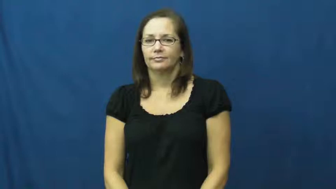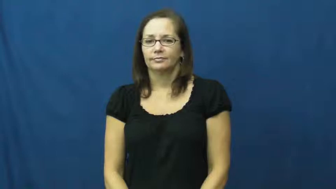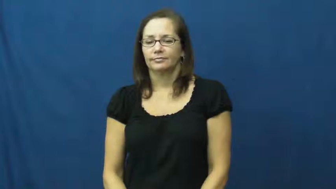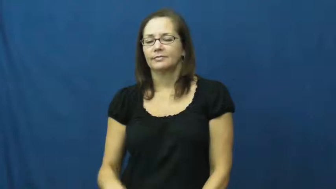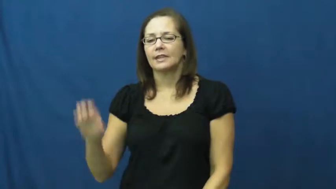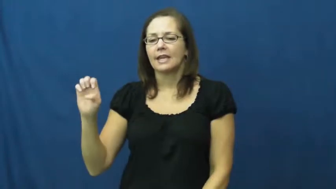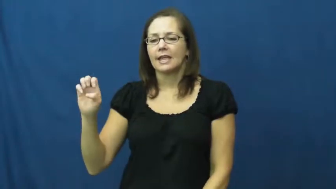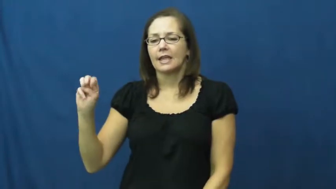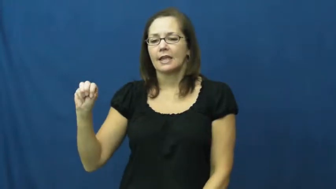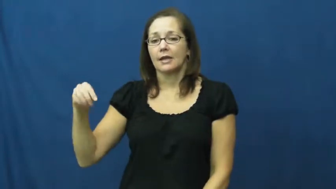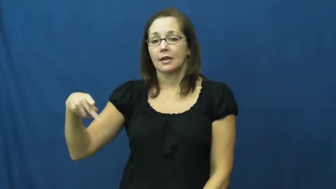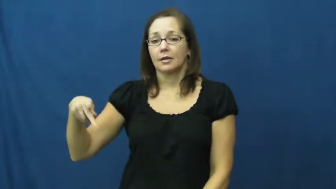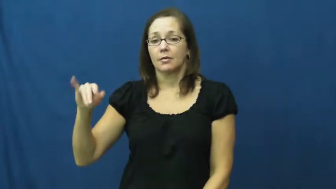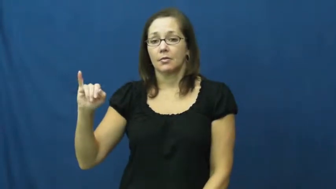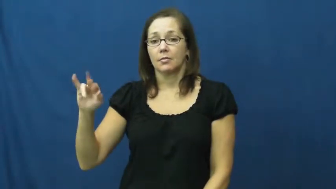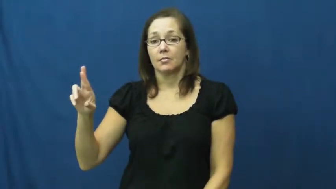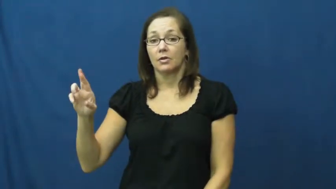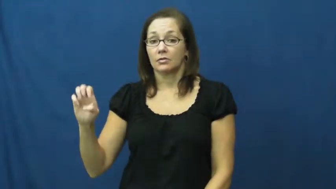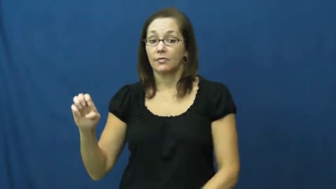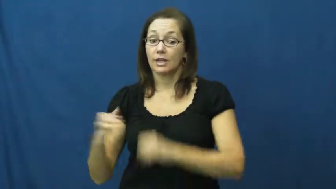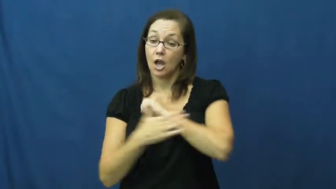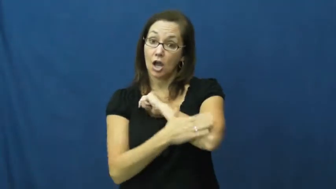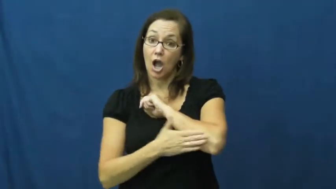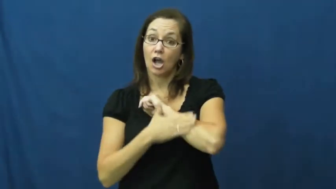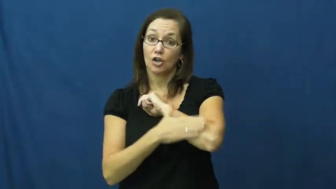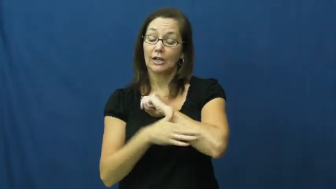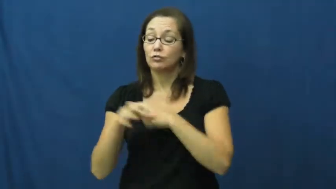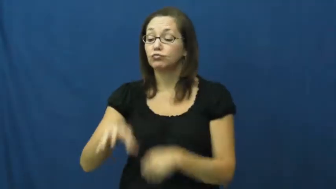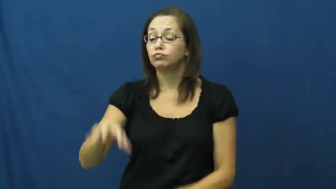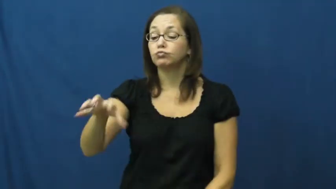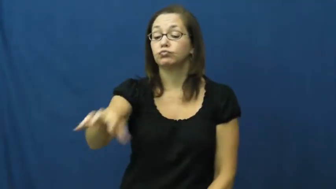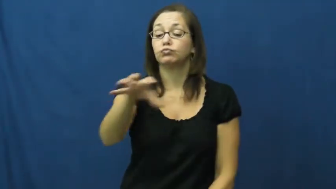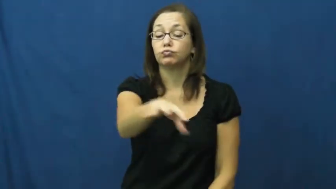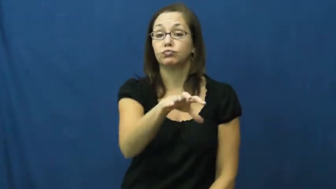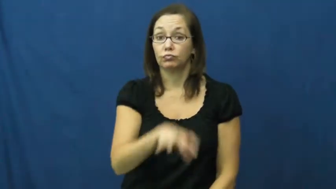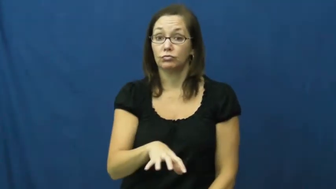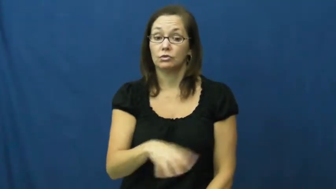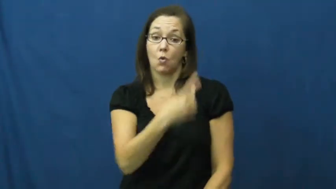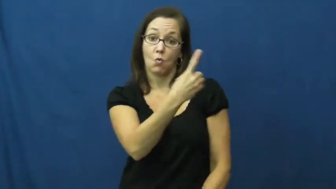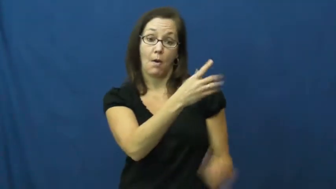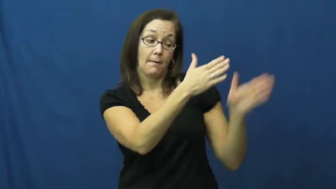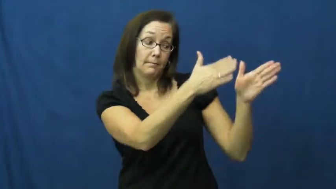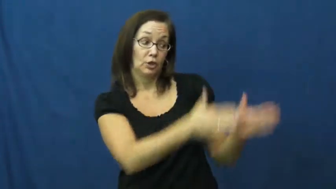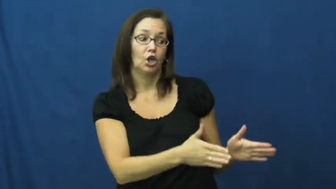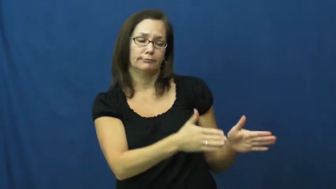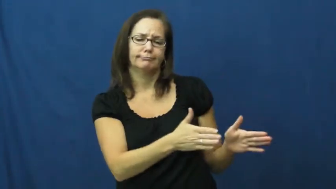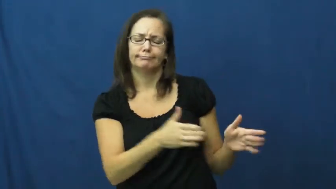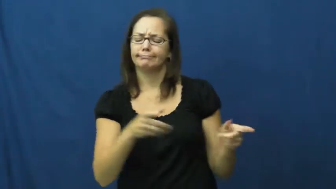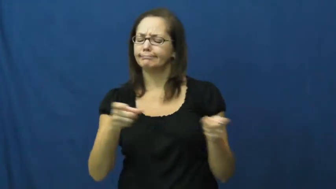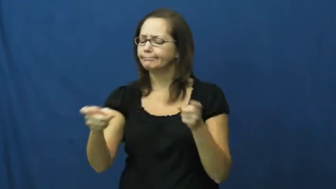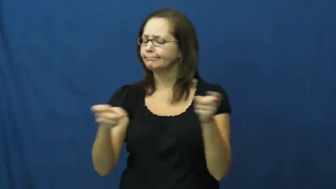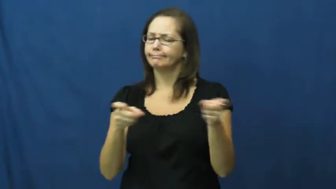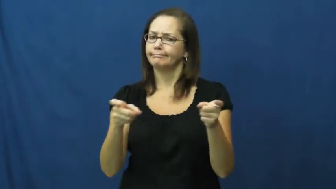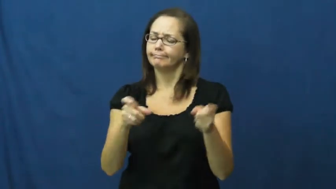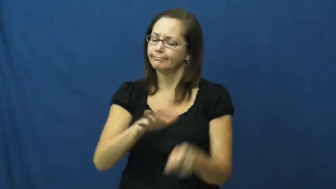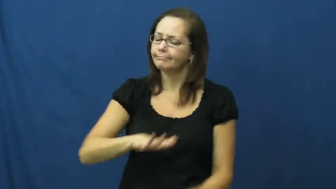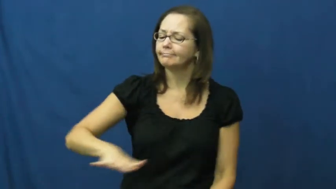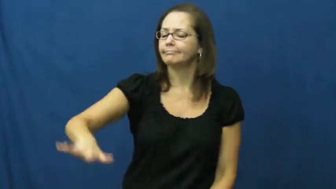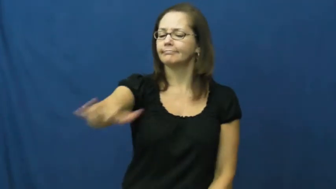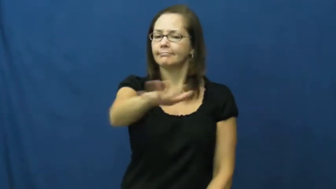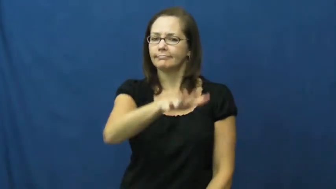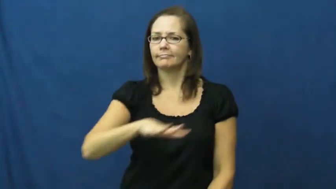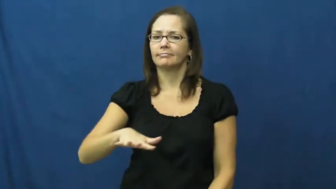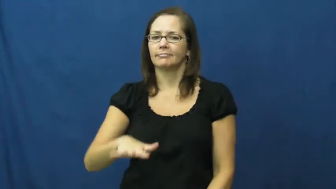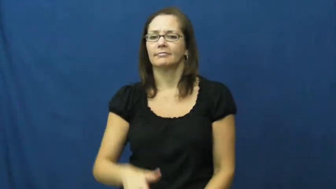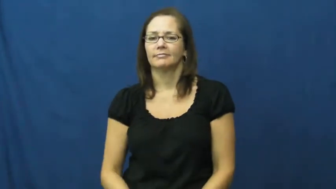empire